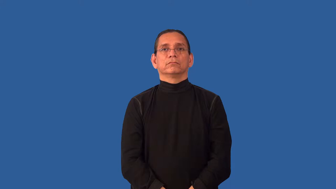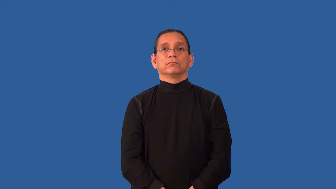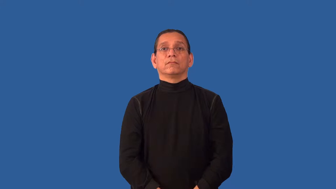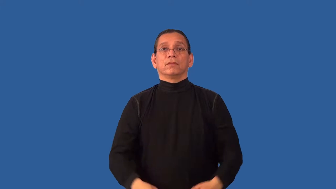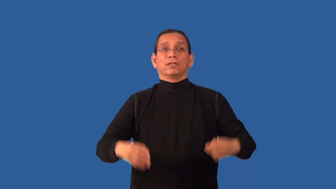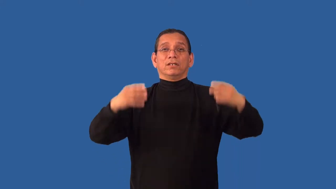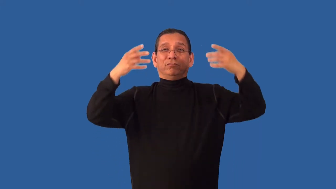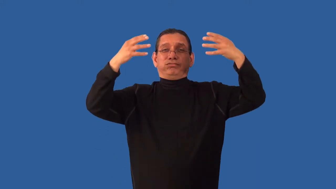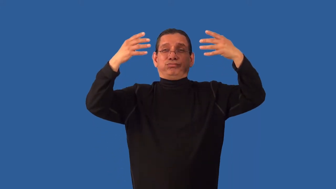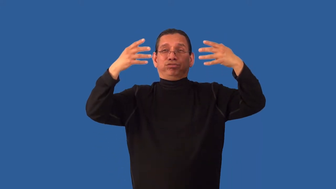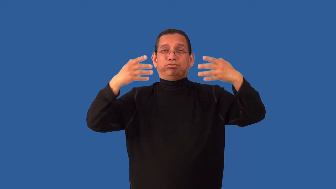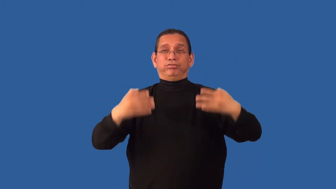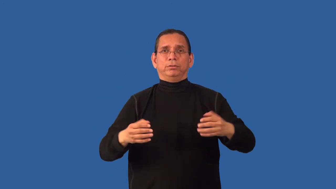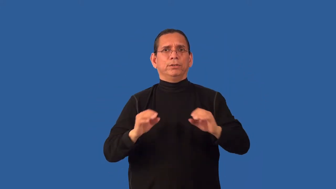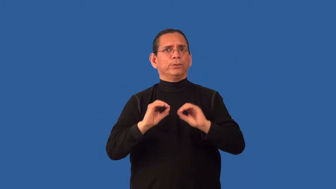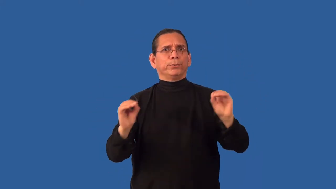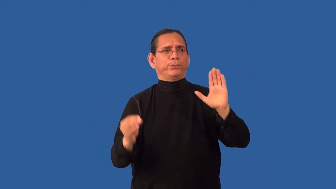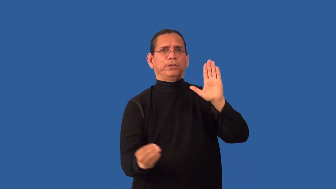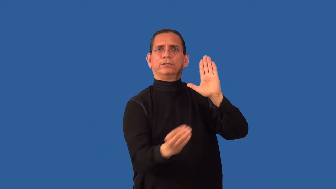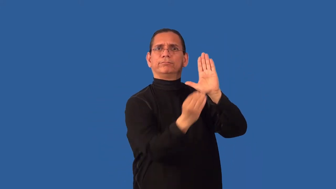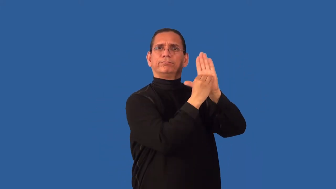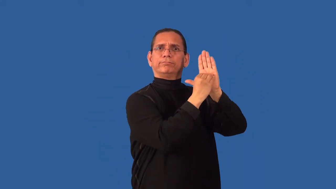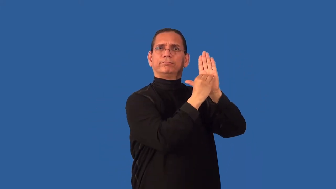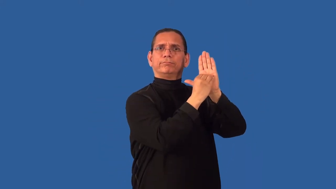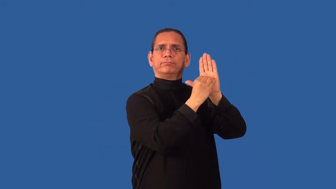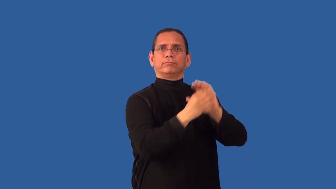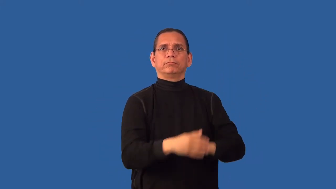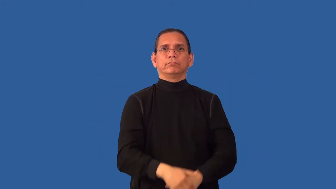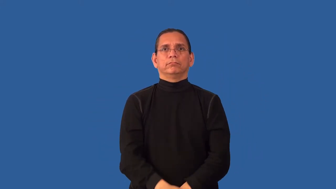unseeded-sports